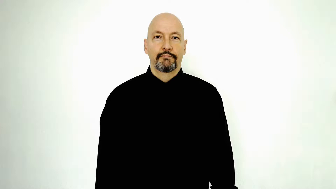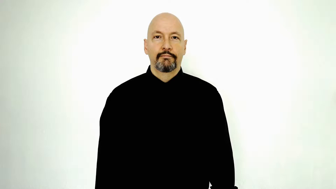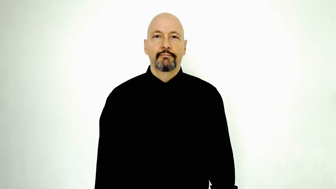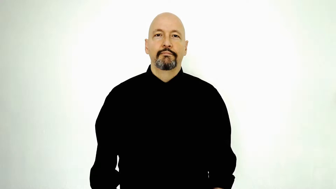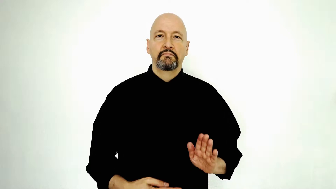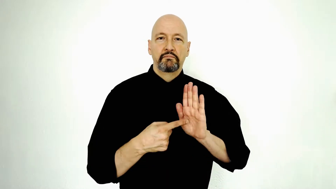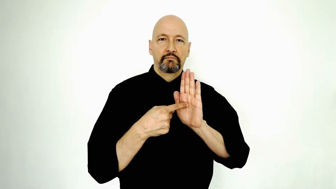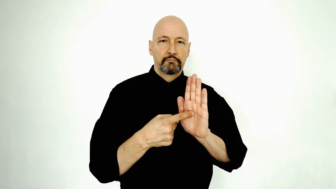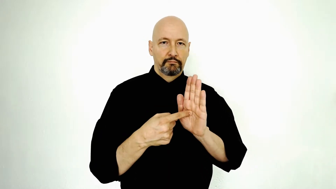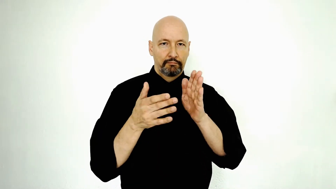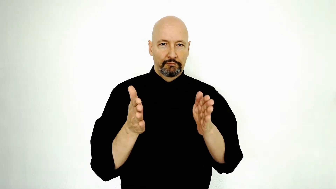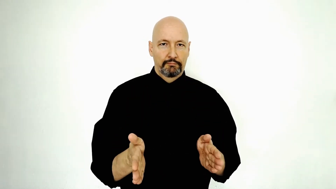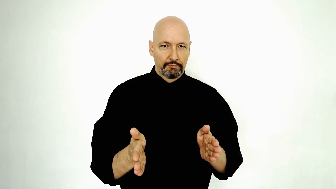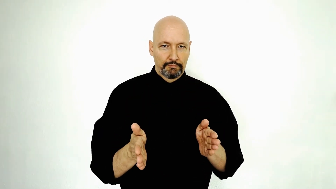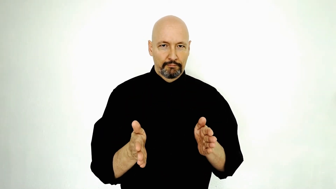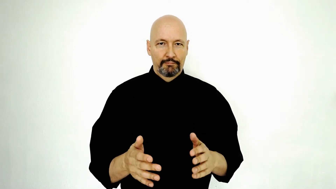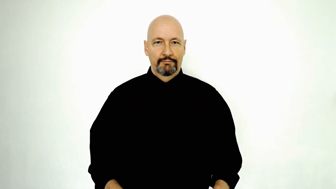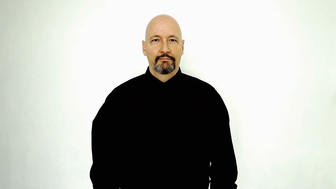representative-SHOW-PERSON